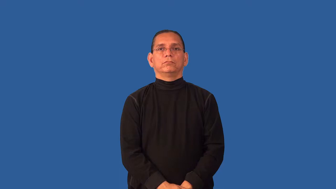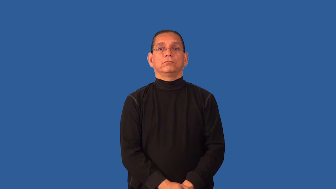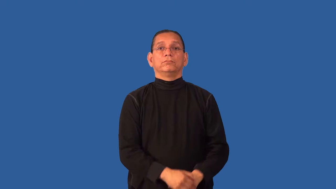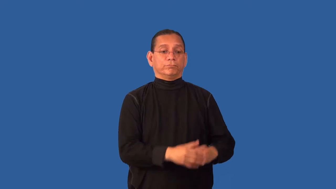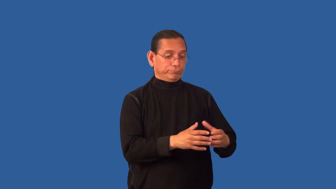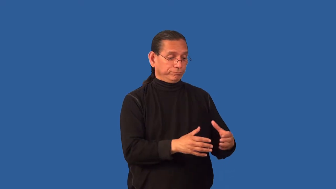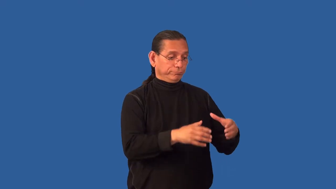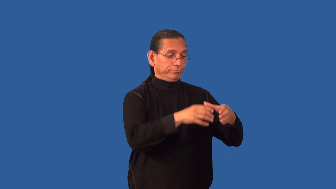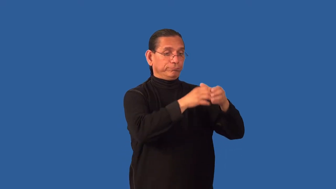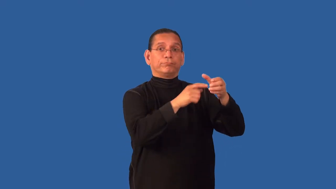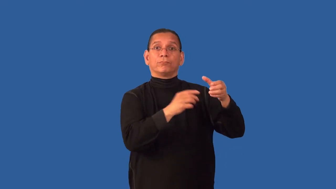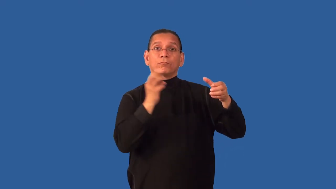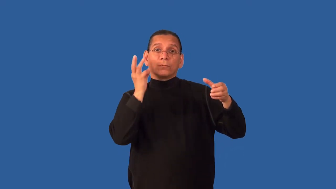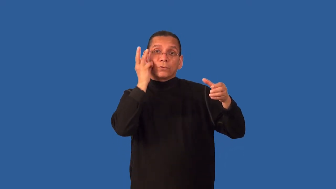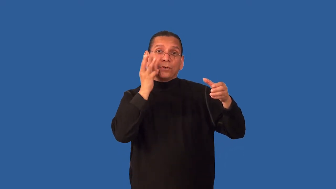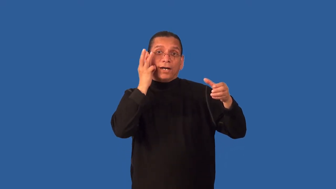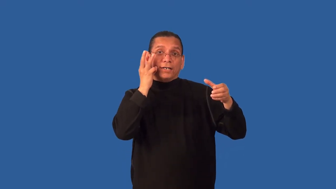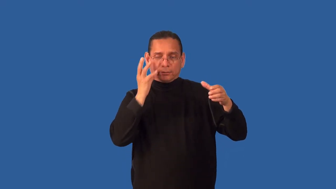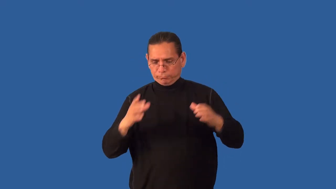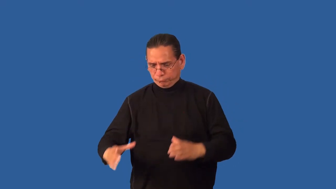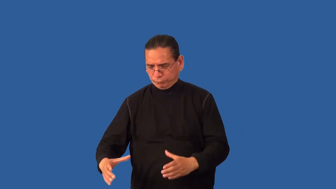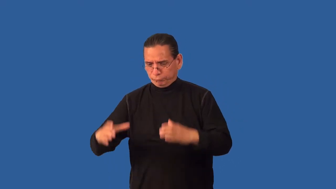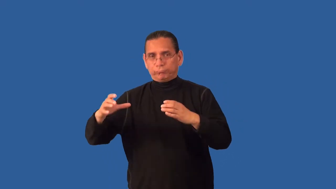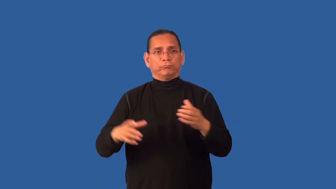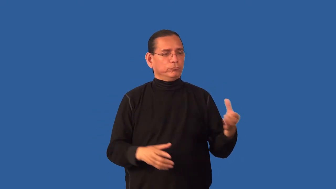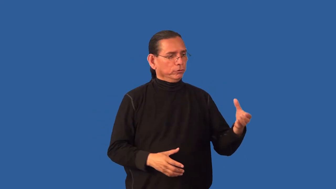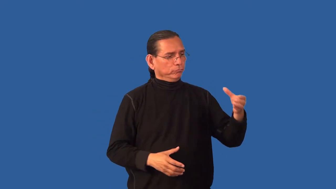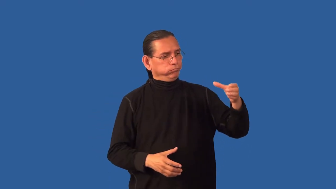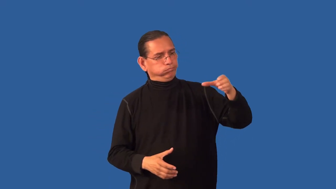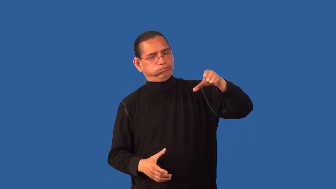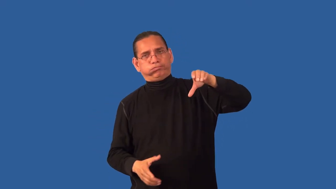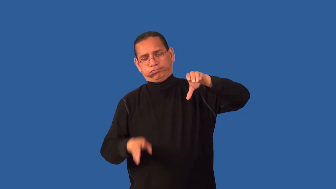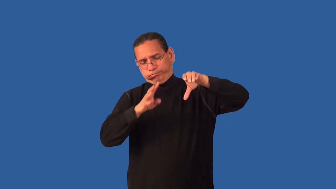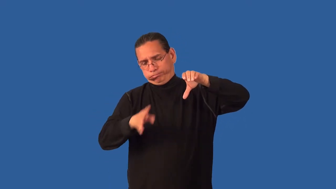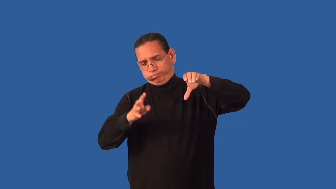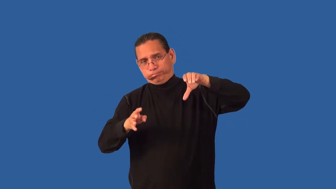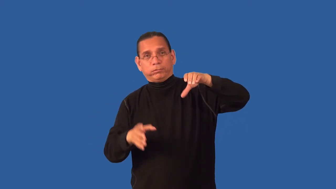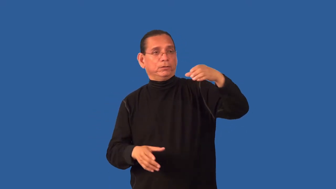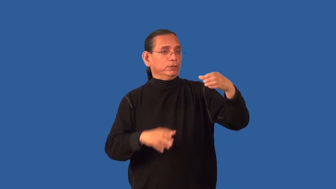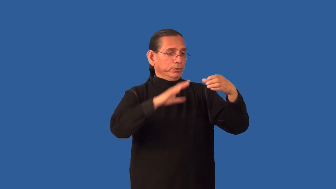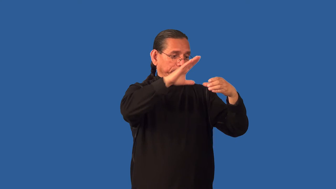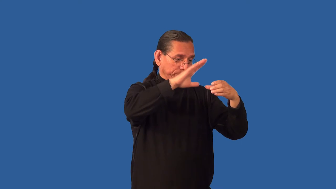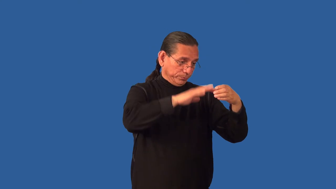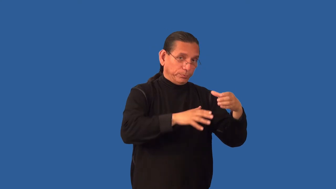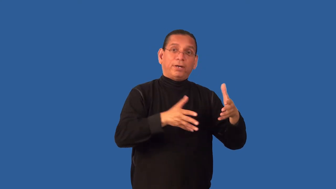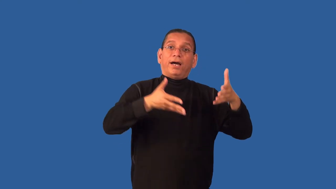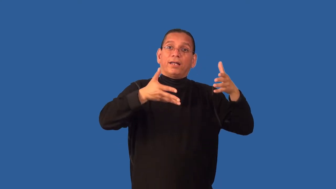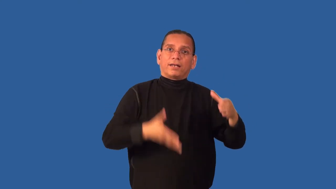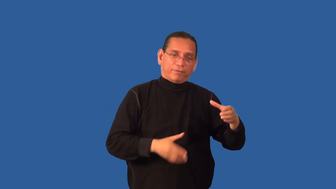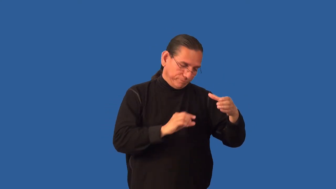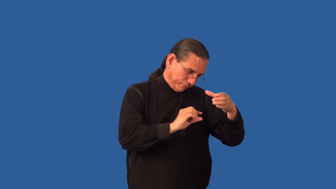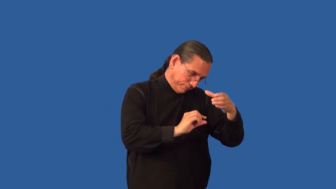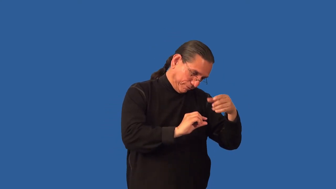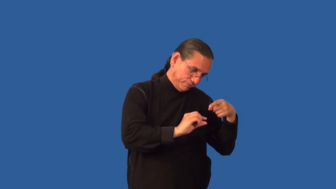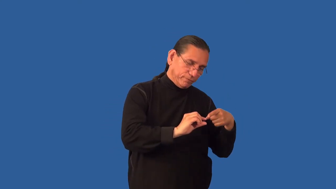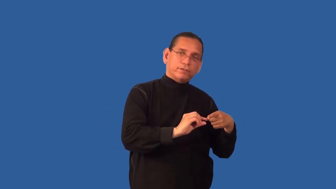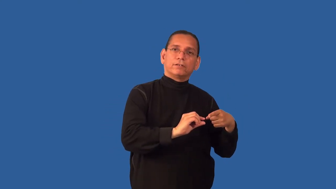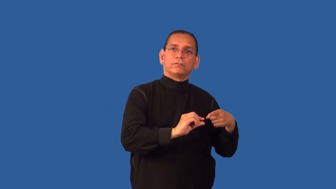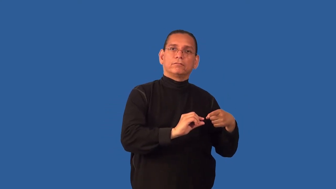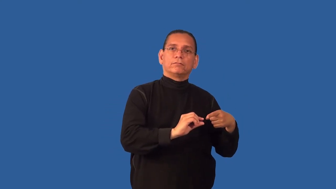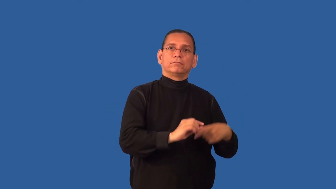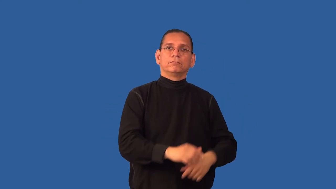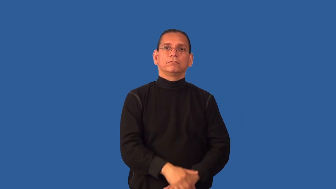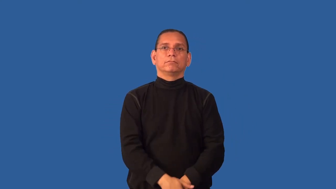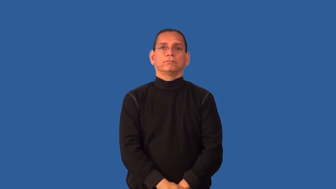decant